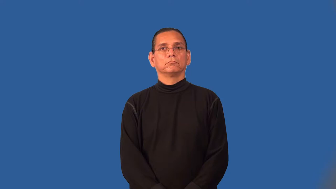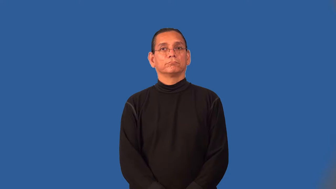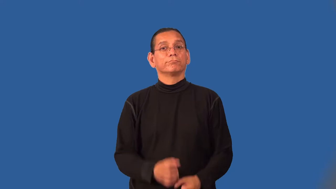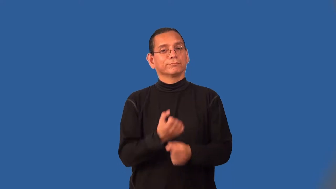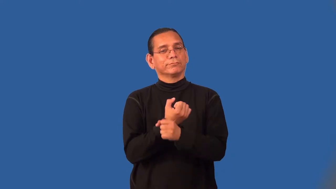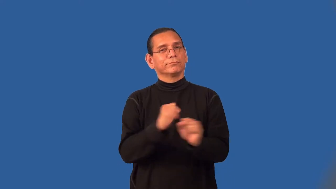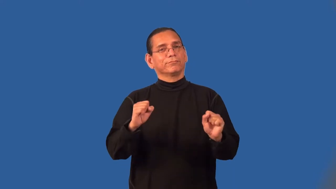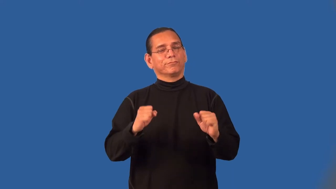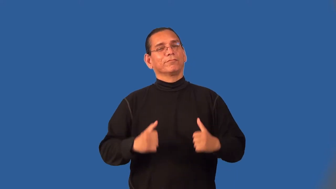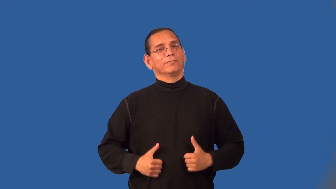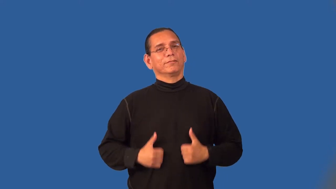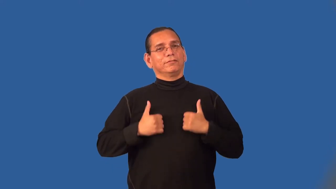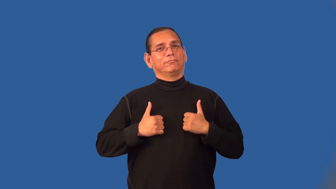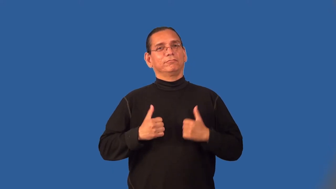resuscitate